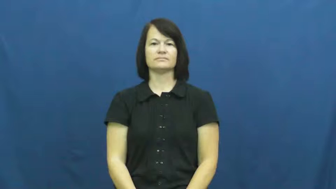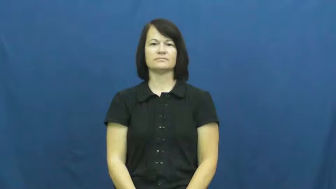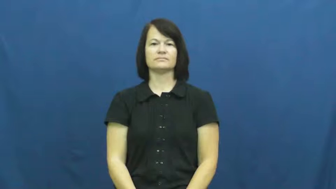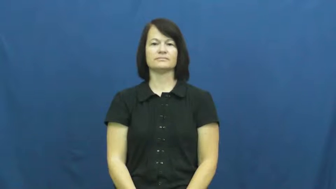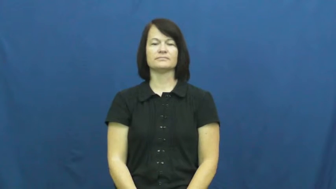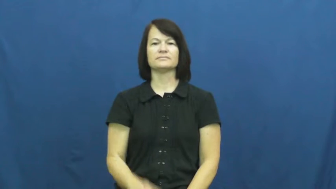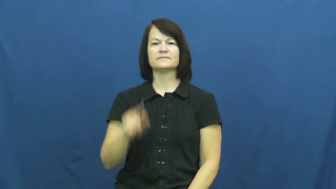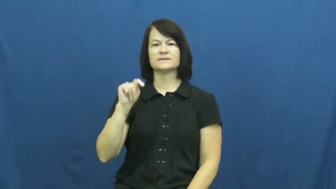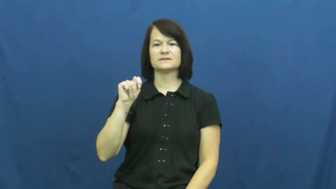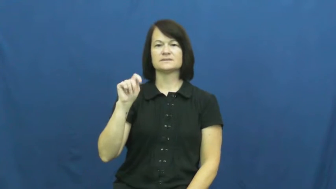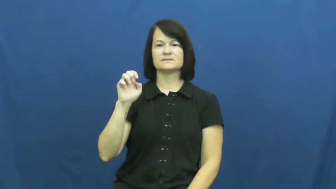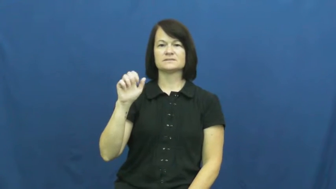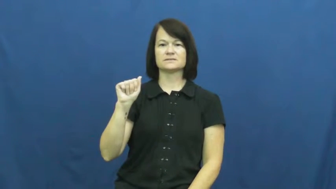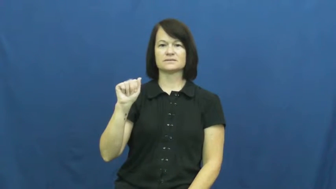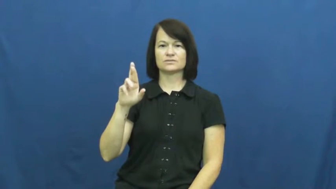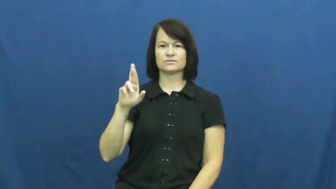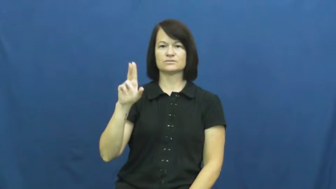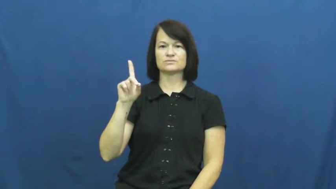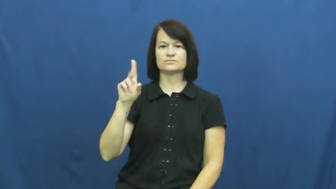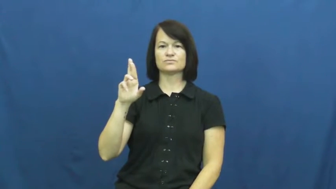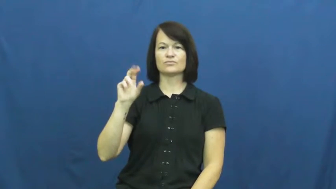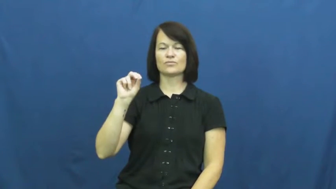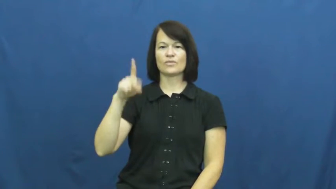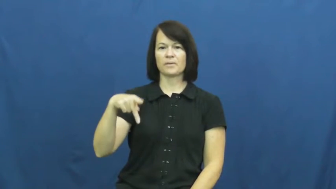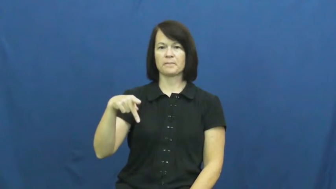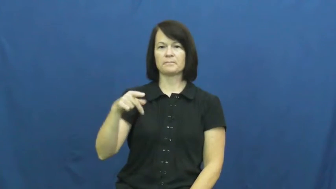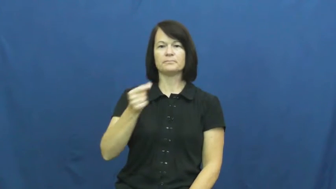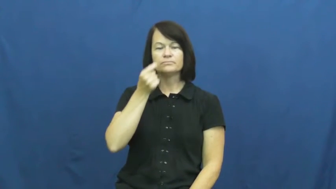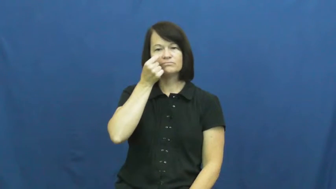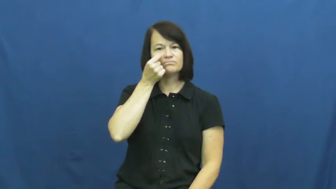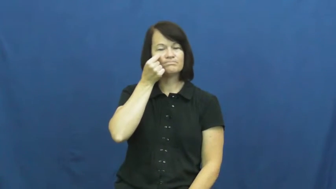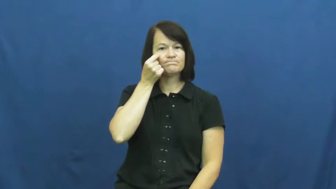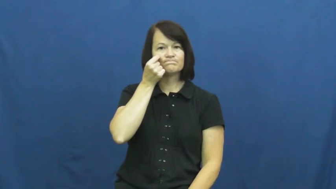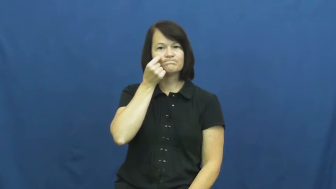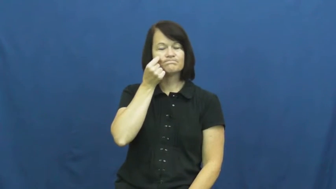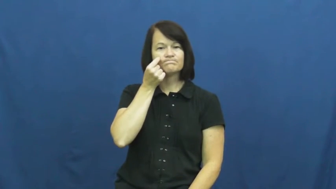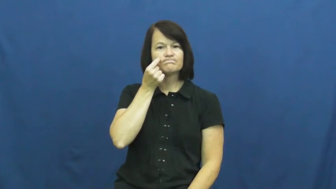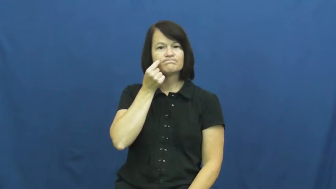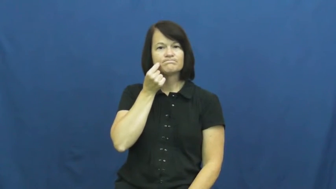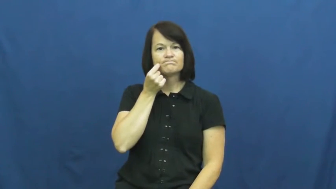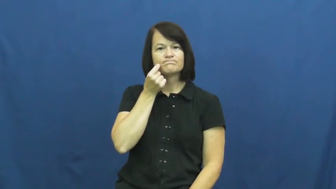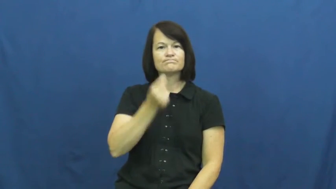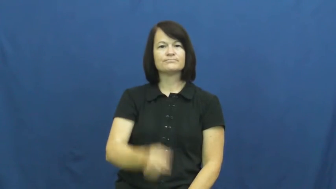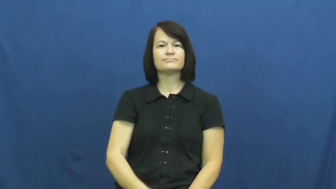teardrop-cry